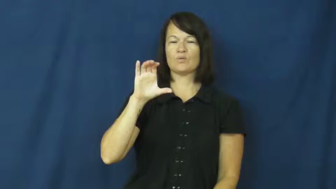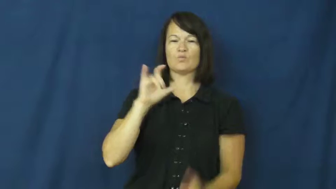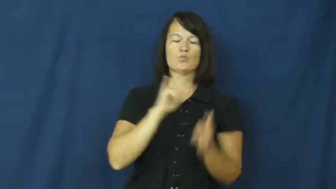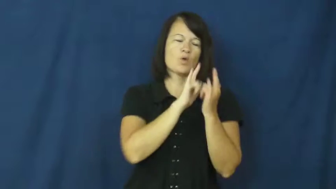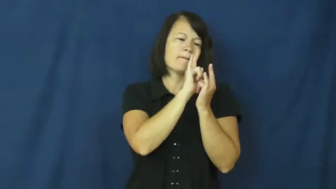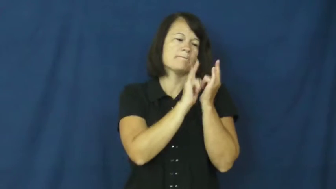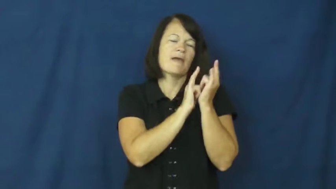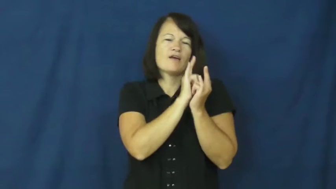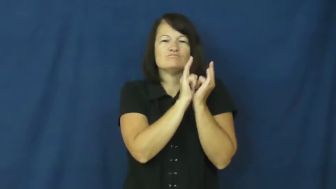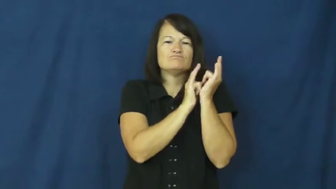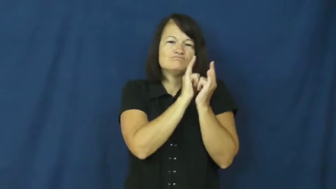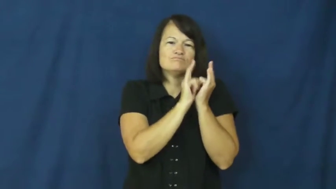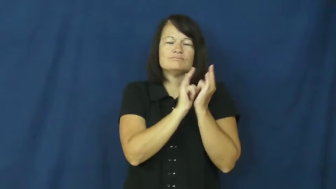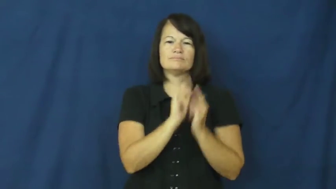romantic,romance,amorous,amour,smoochy